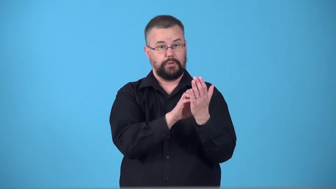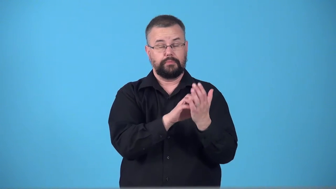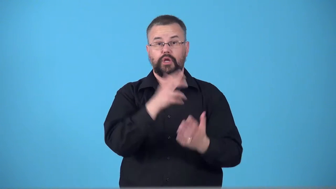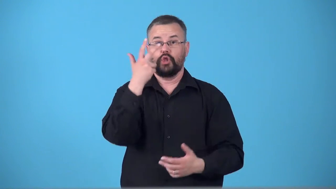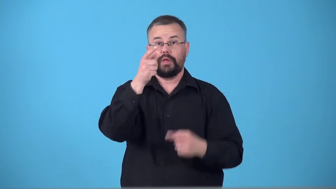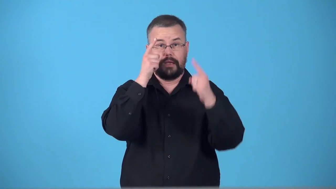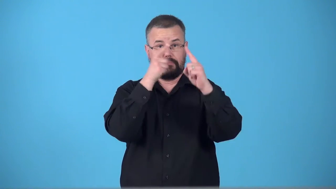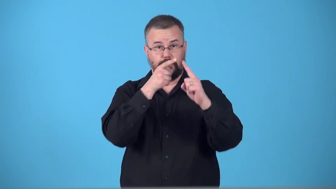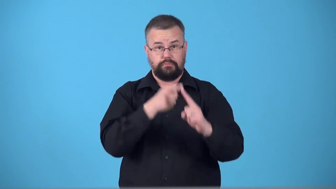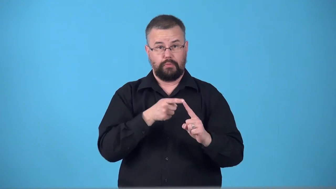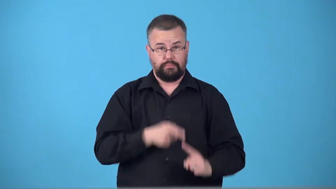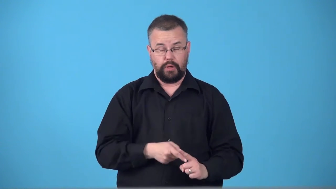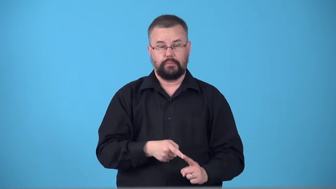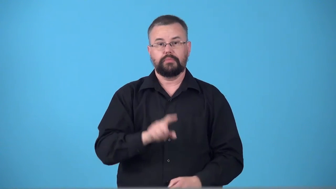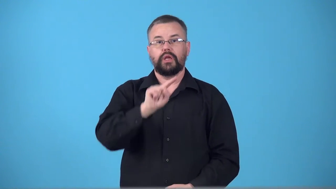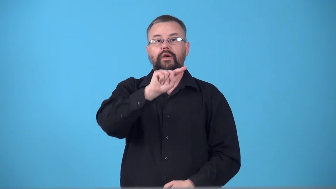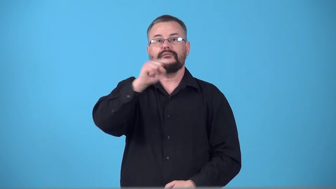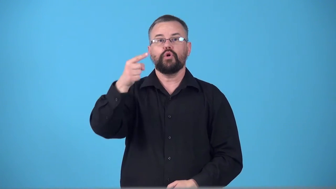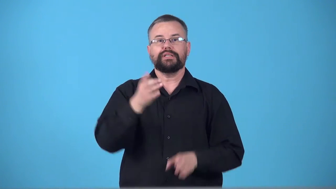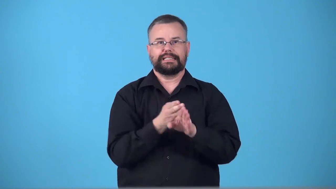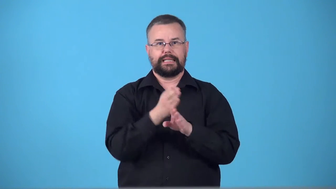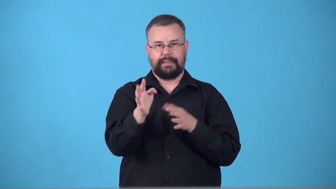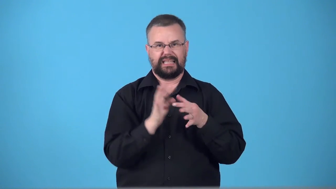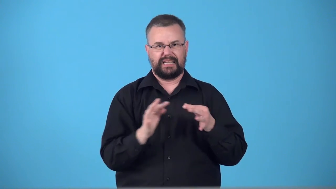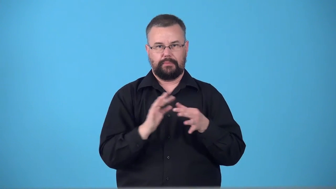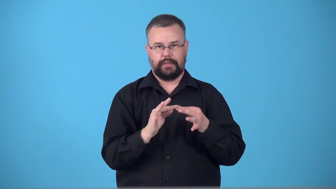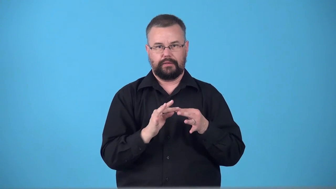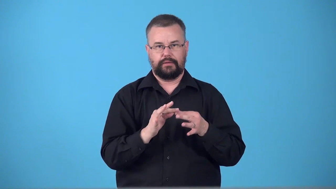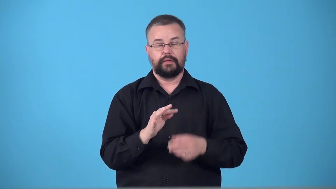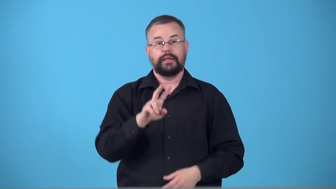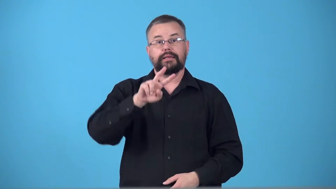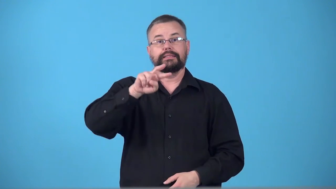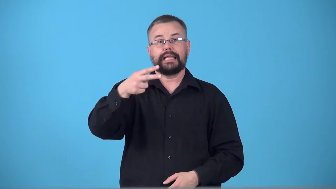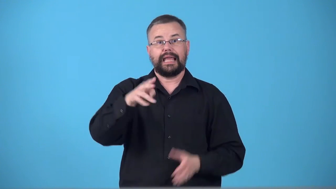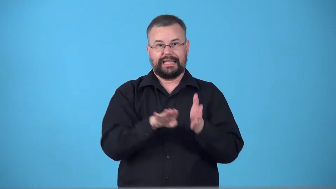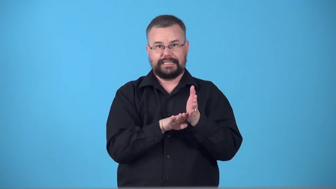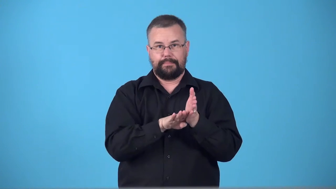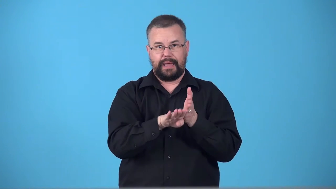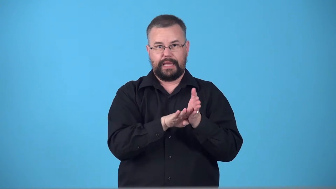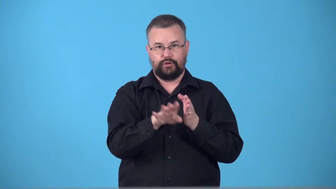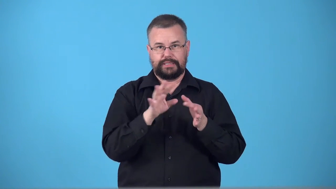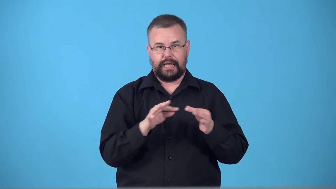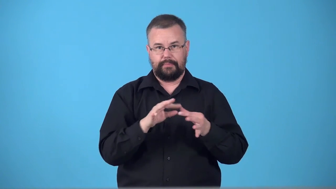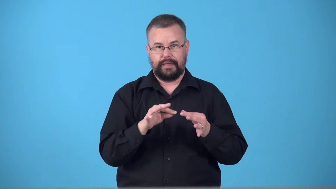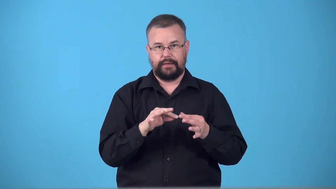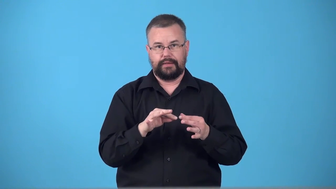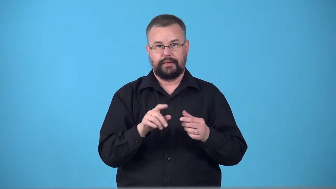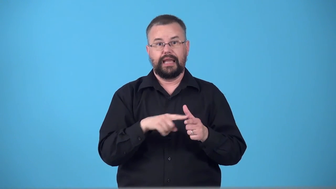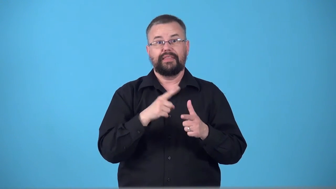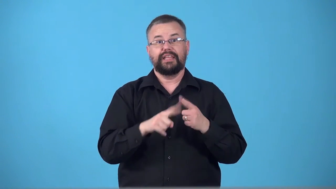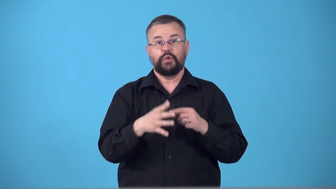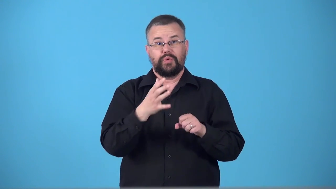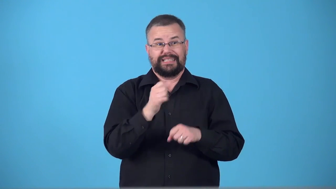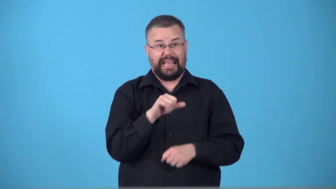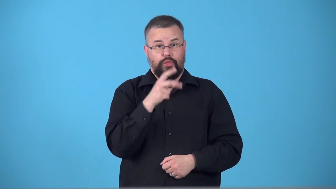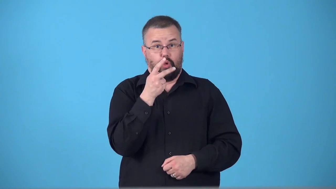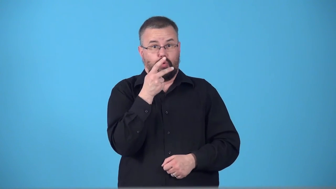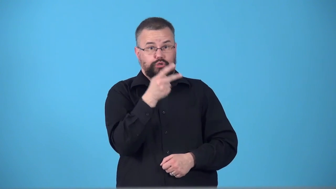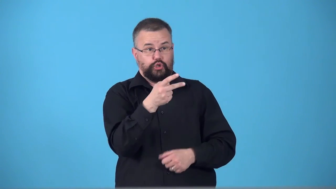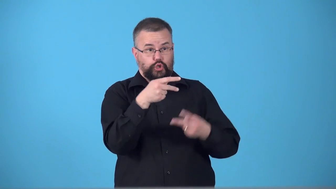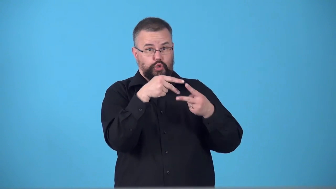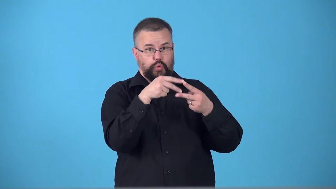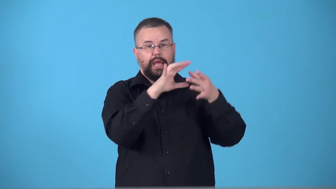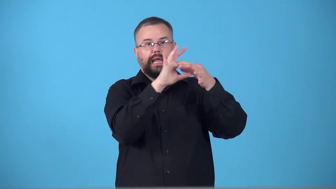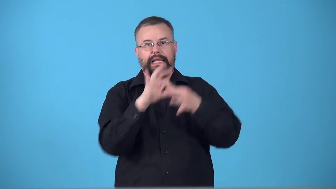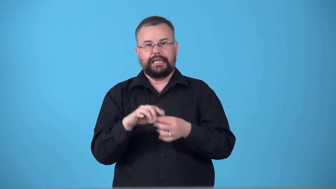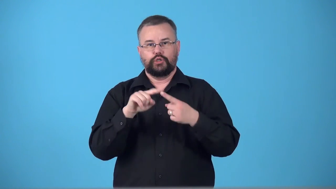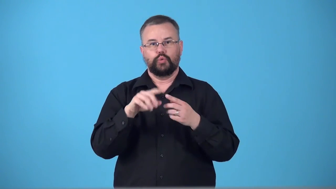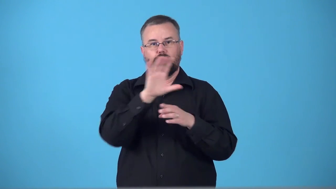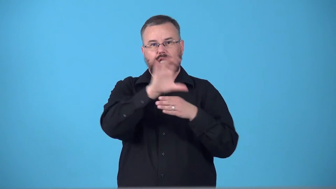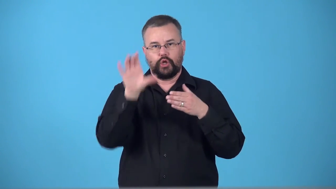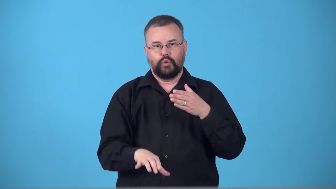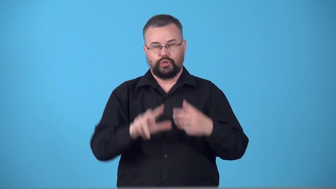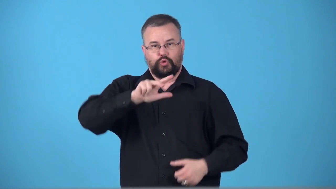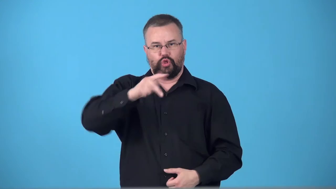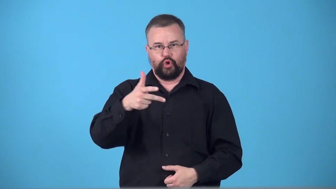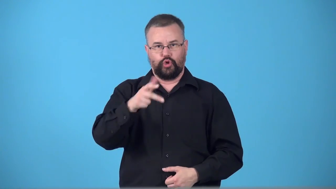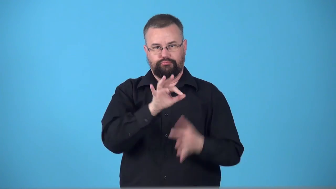syllogism